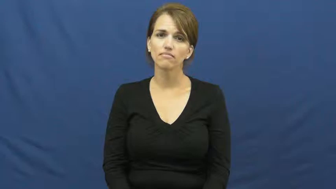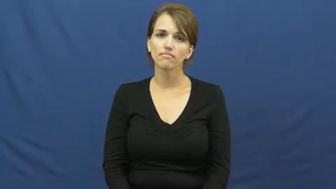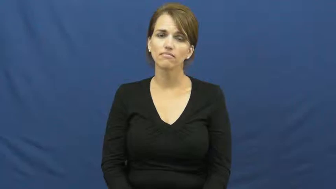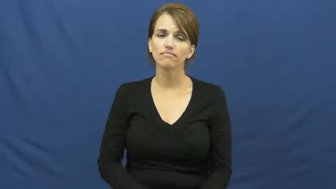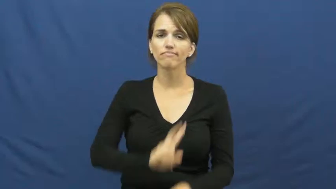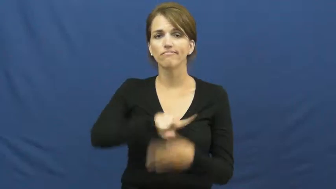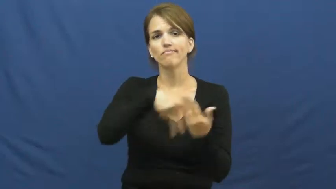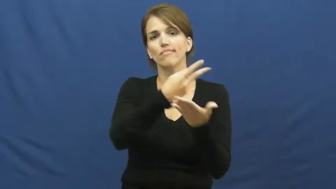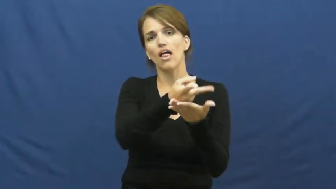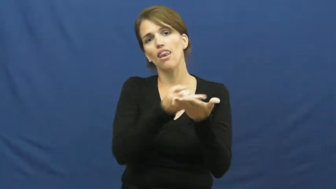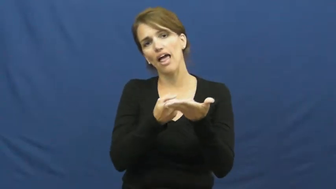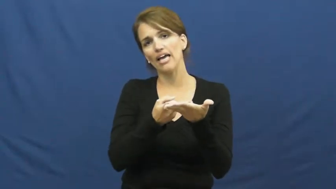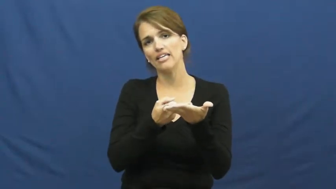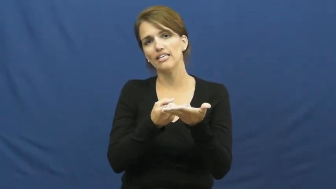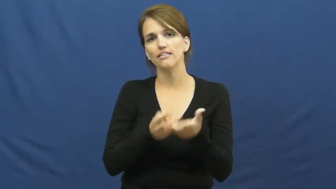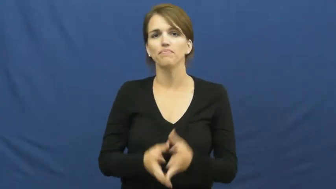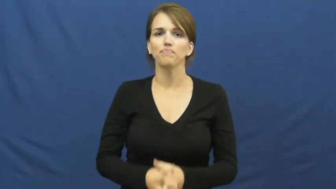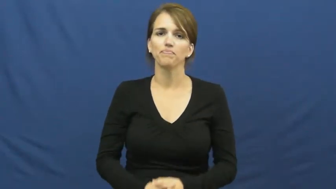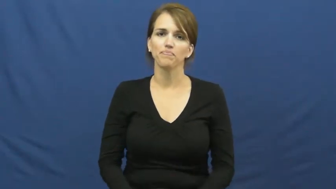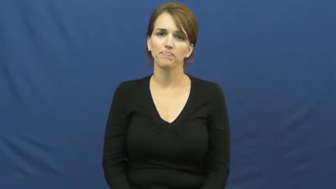lay,lay down,lie down,supine